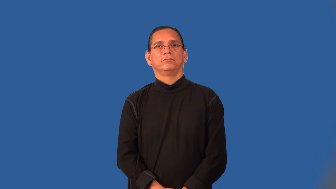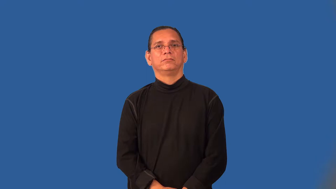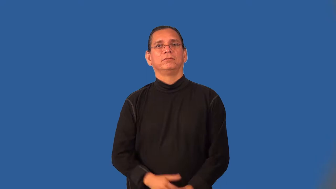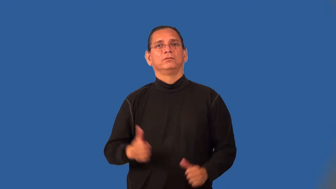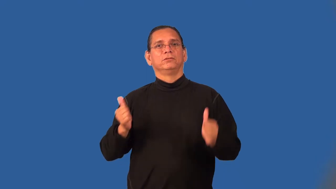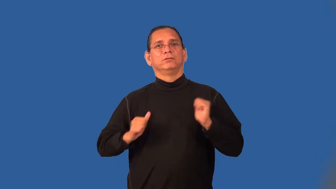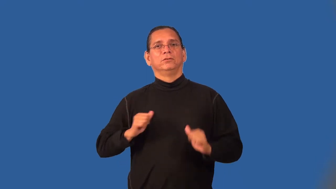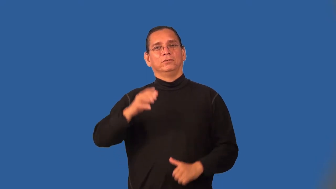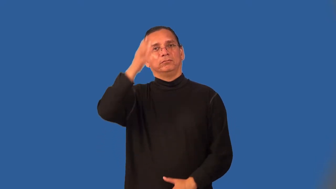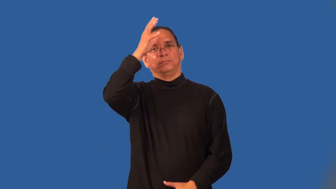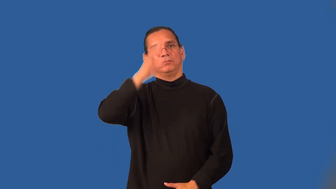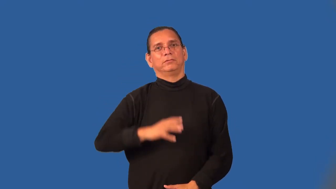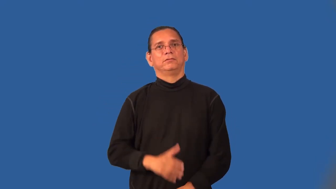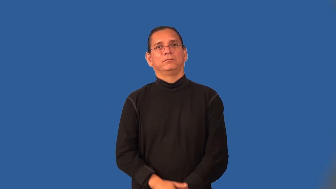showman